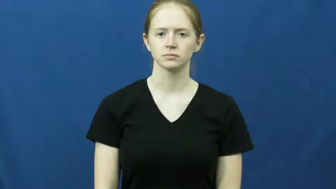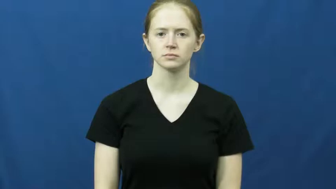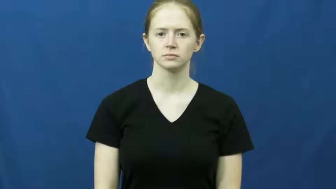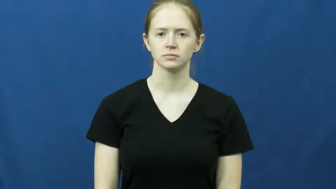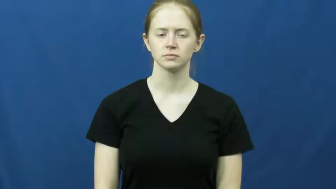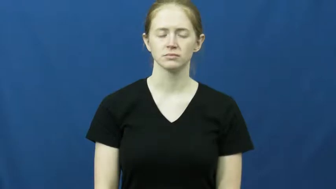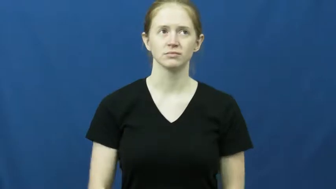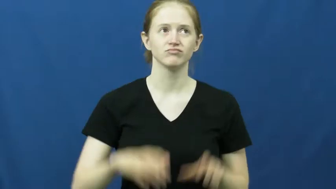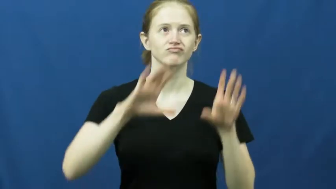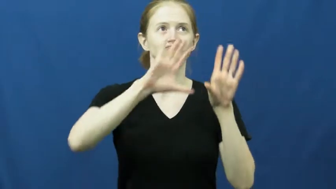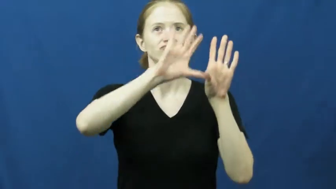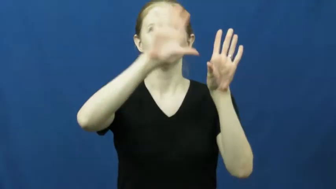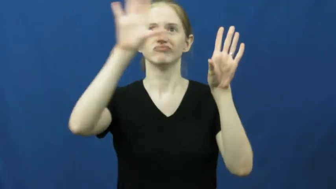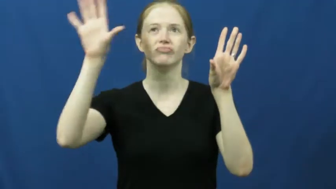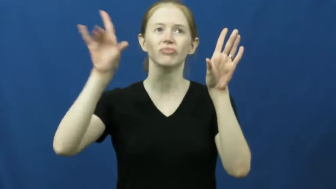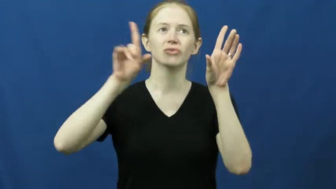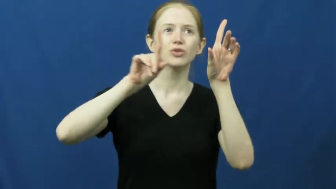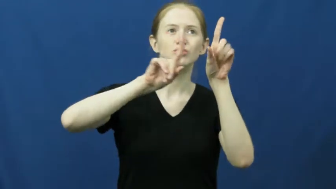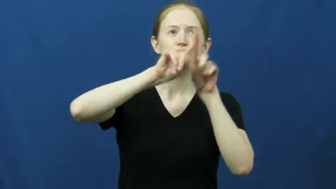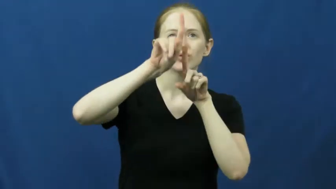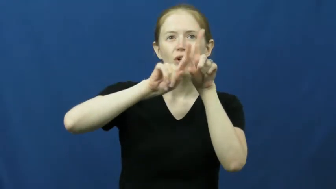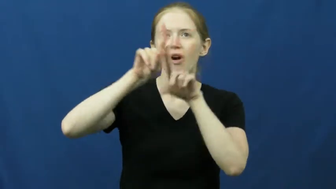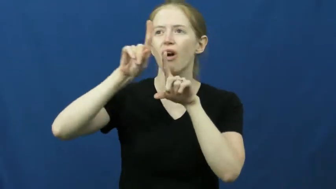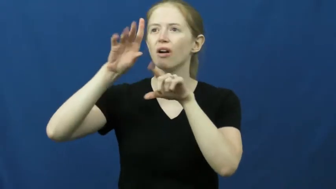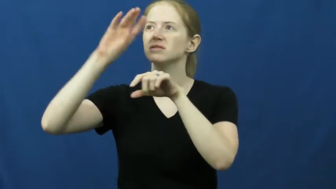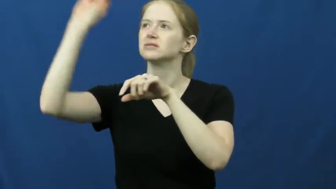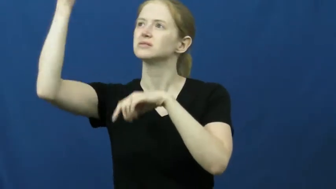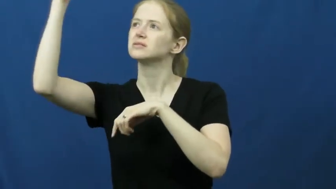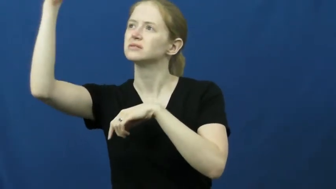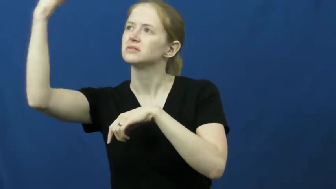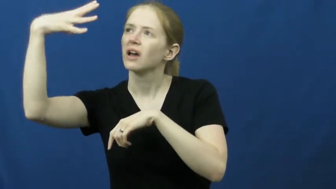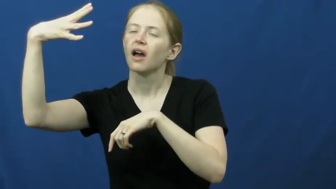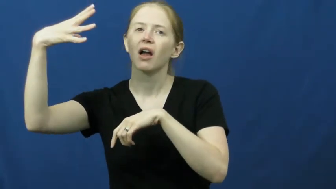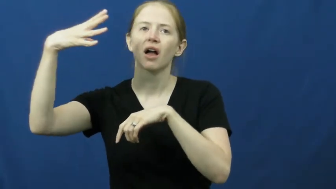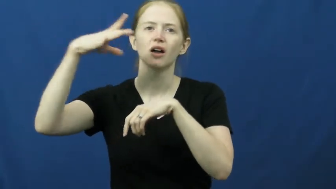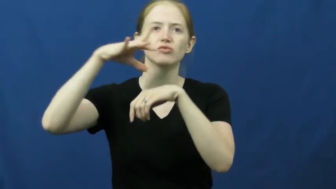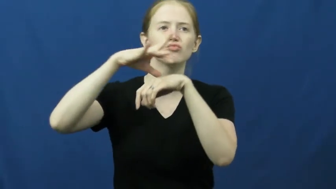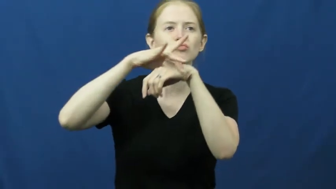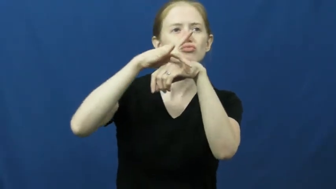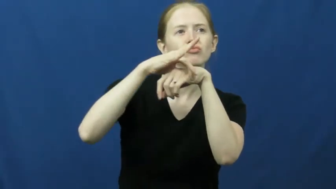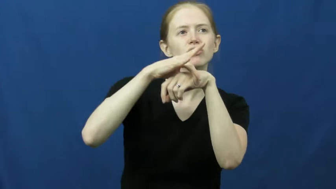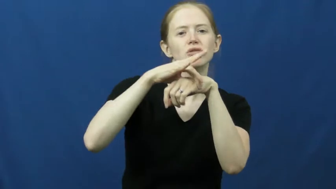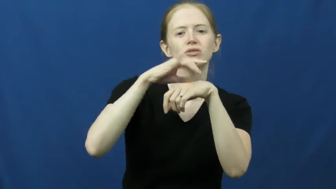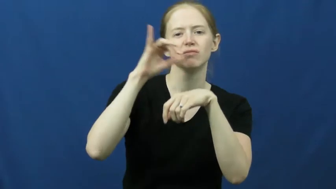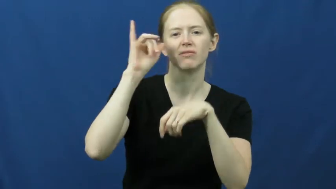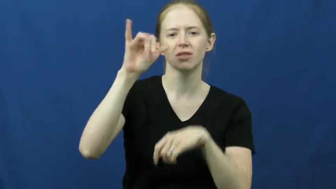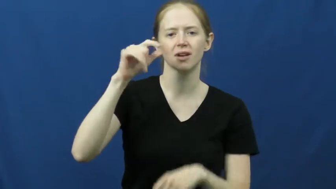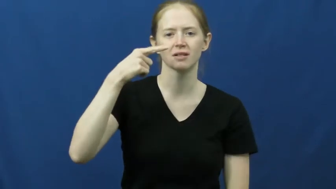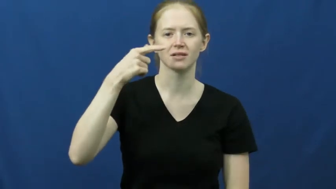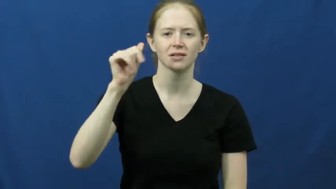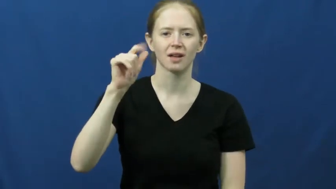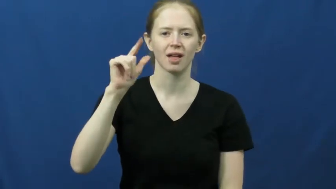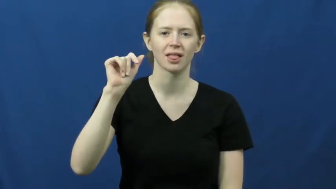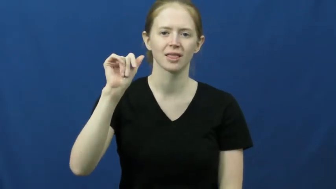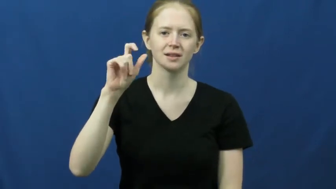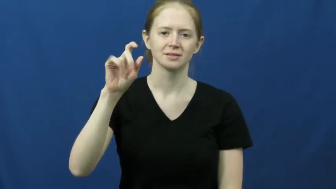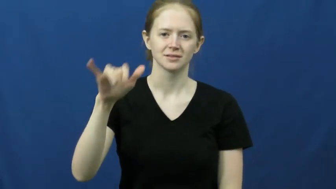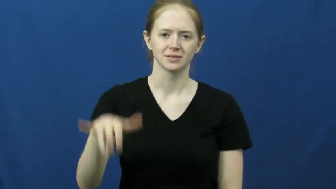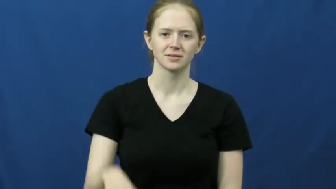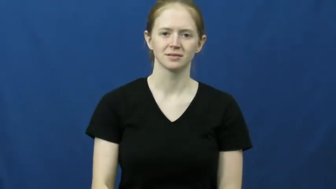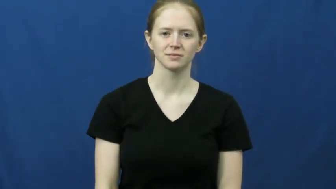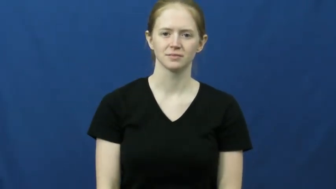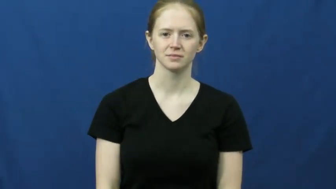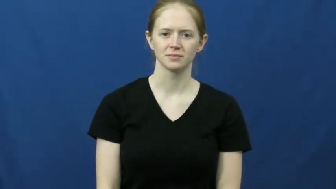galaxy